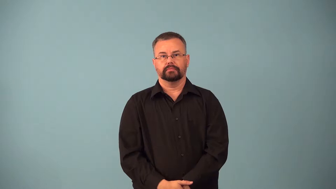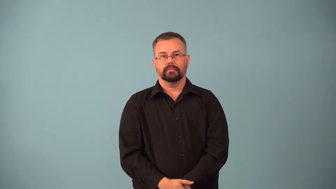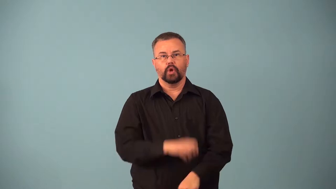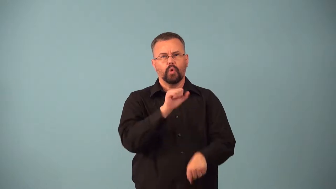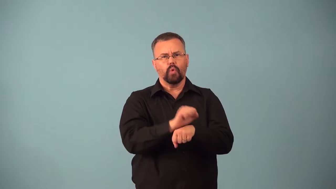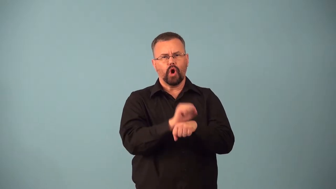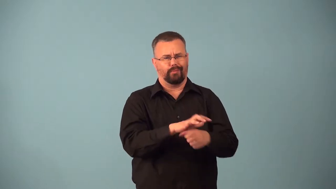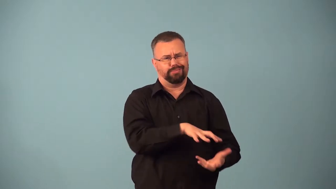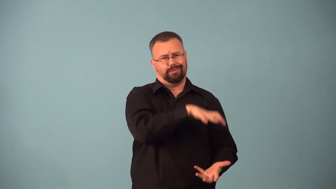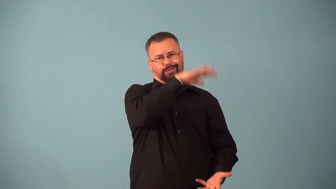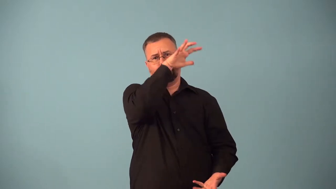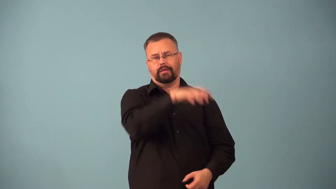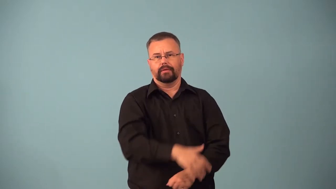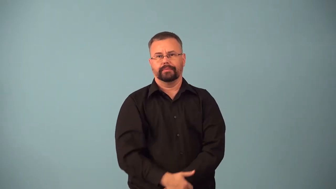backlog